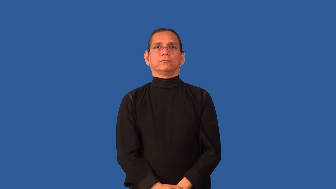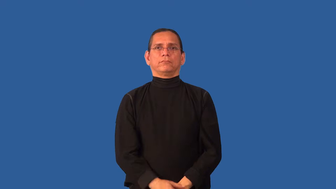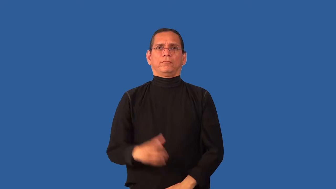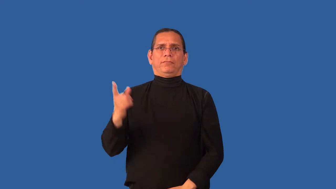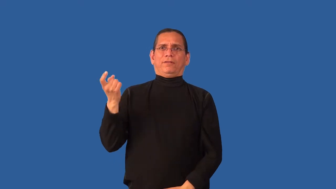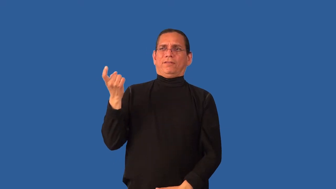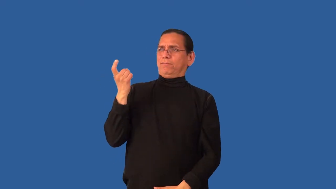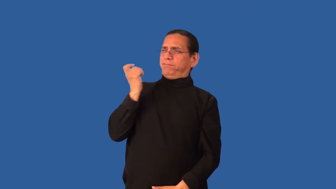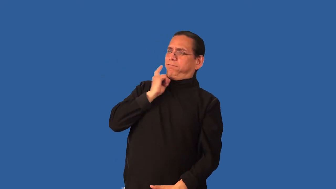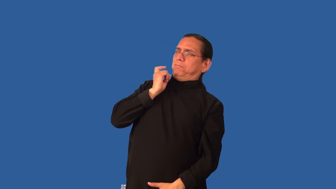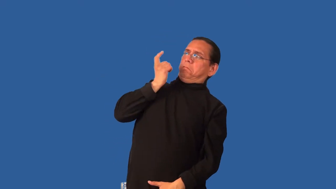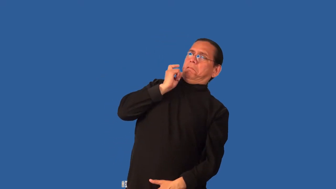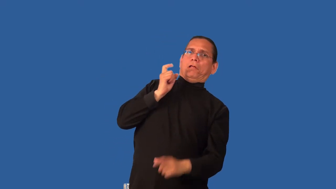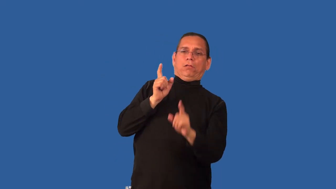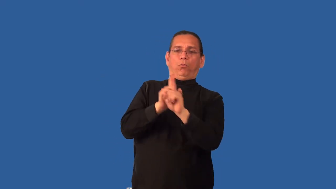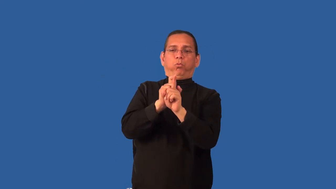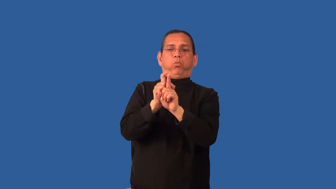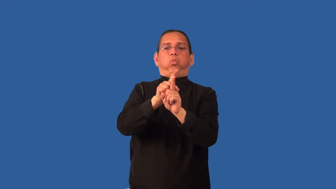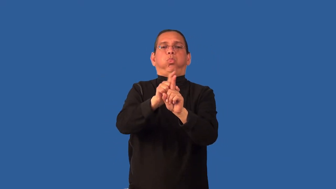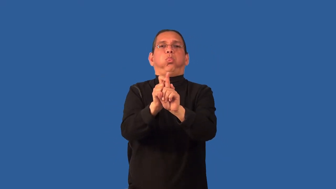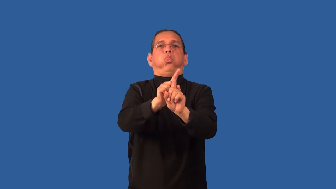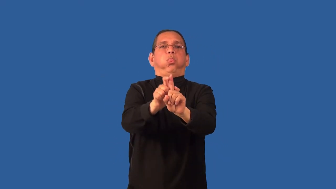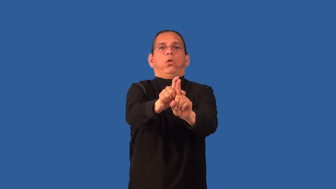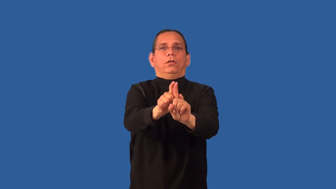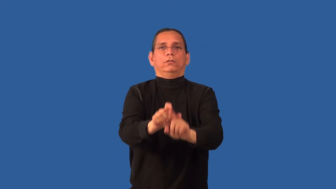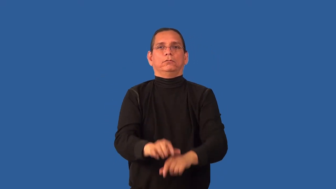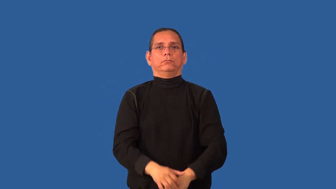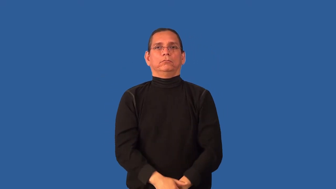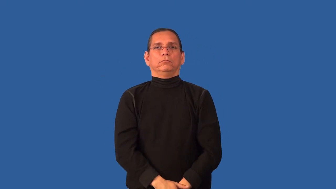clingy-between people